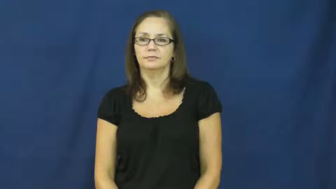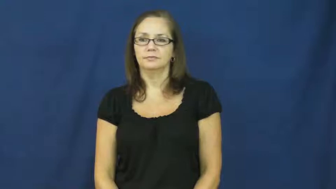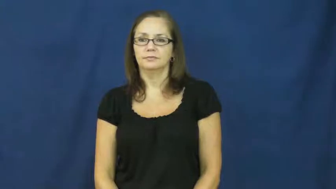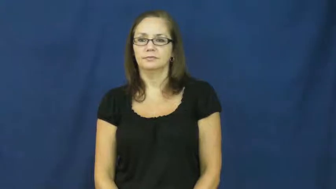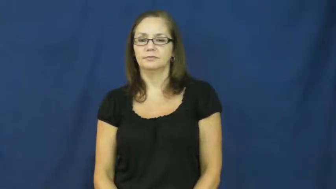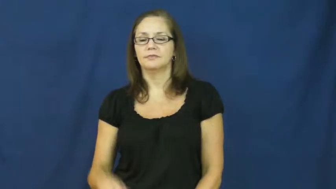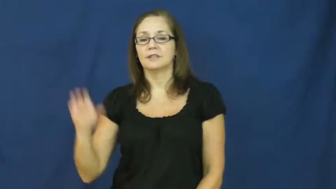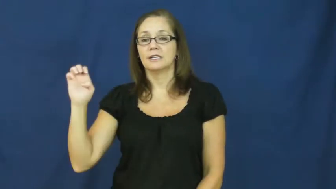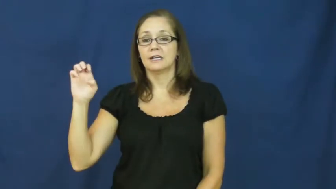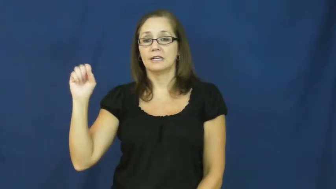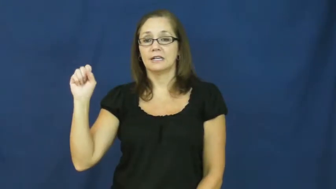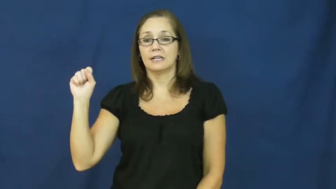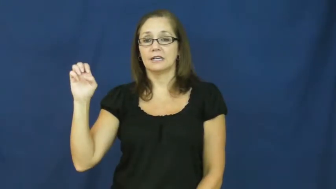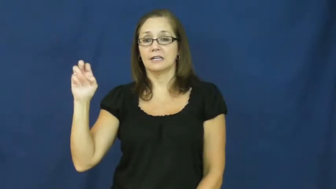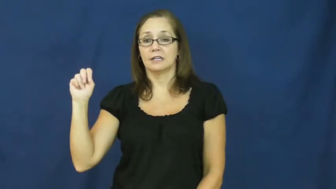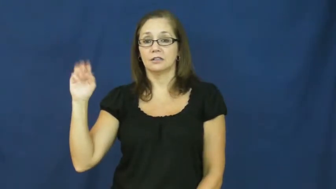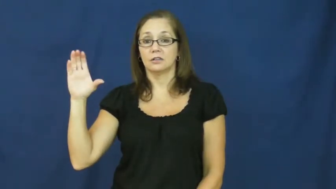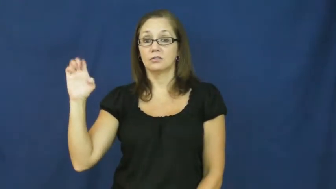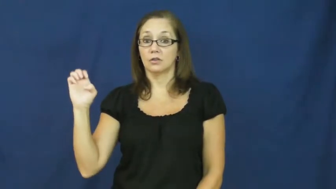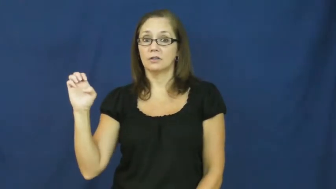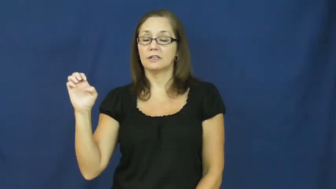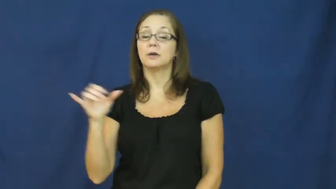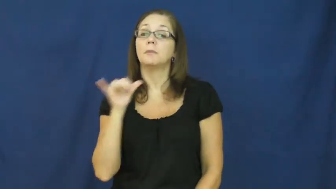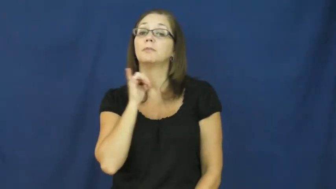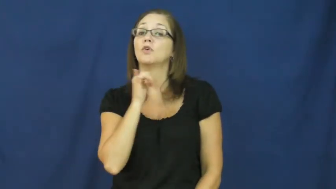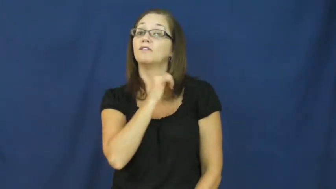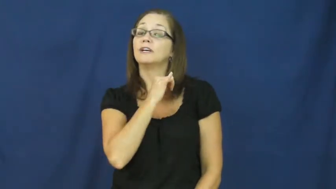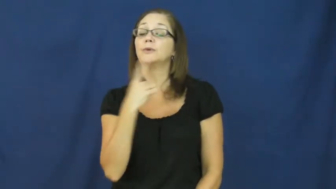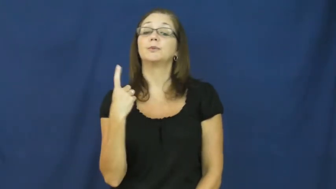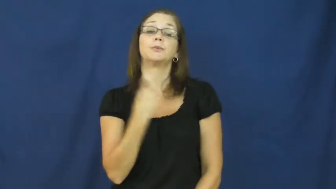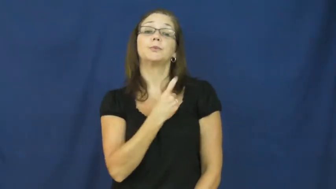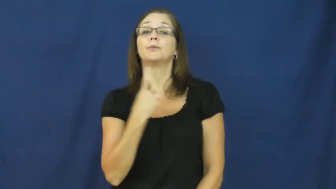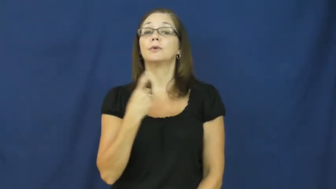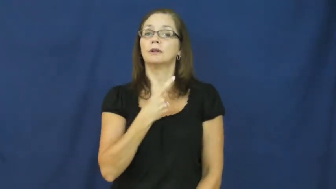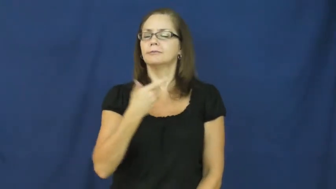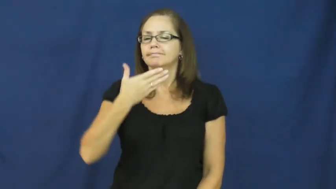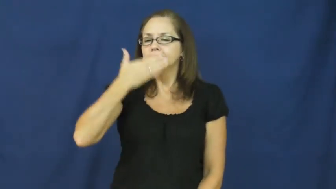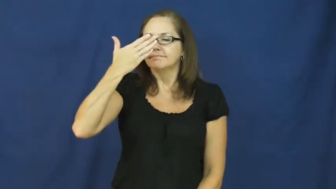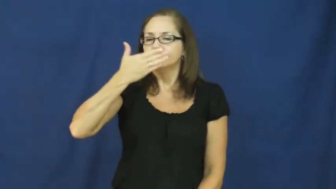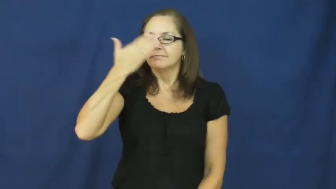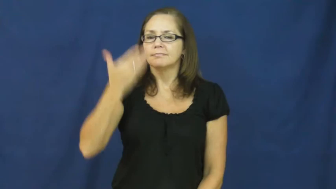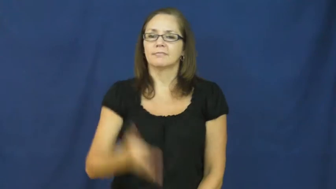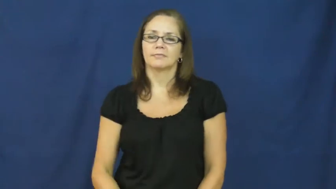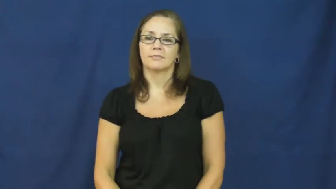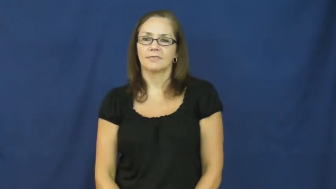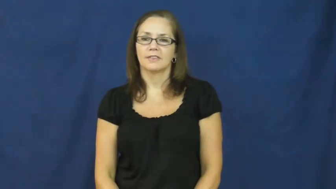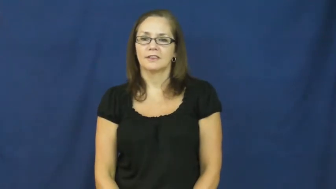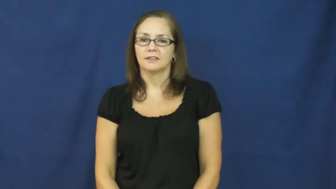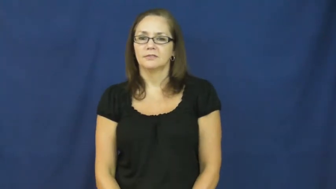essence-smell